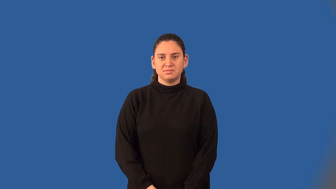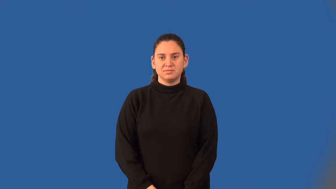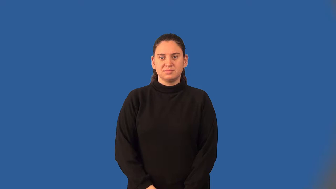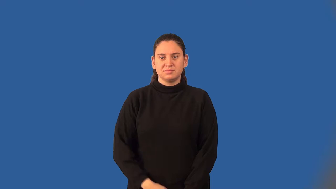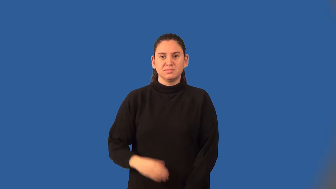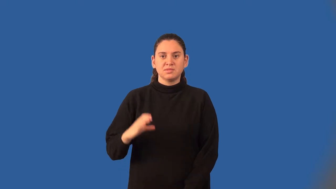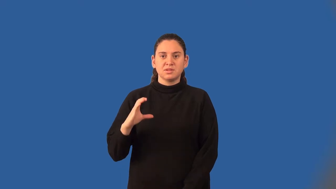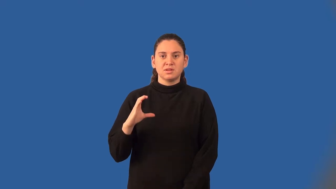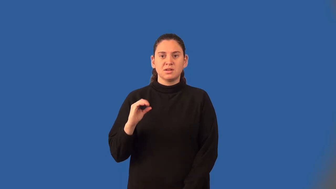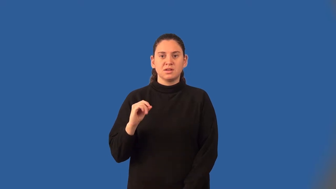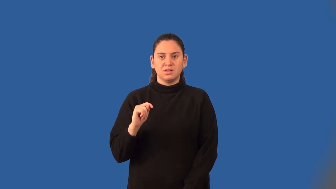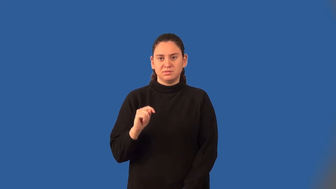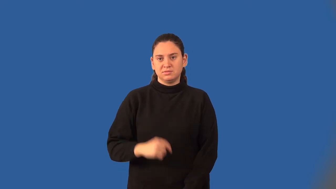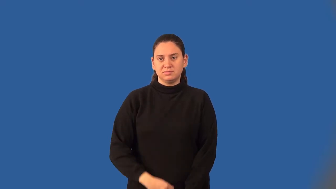cotangent